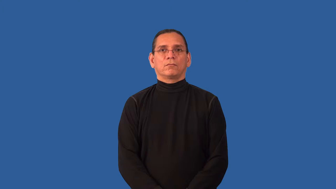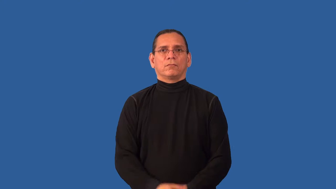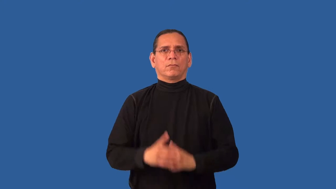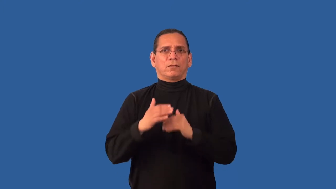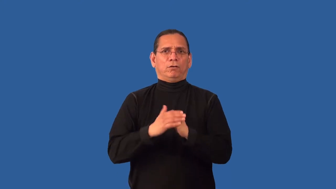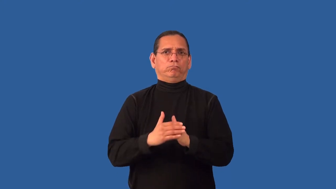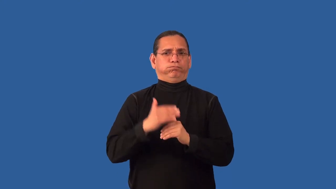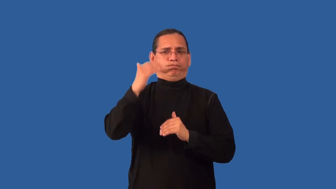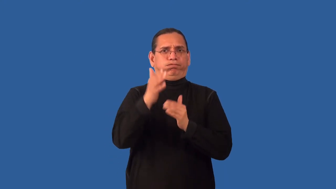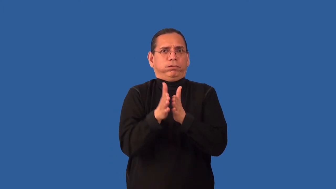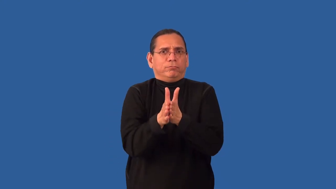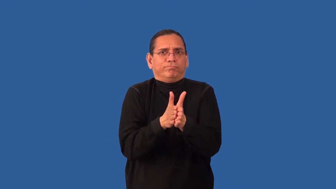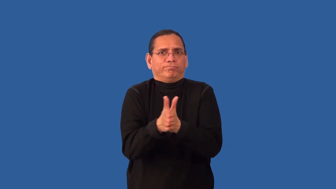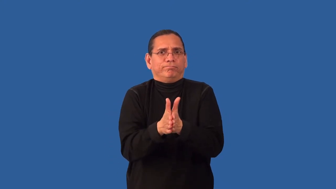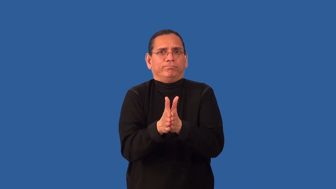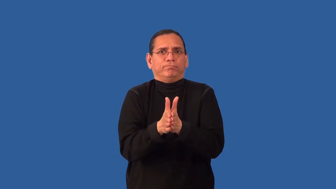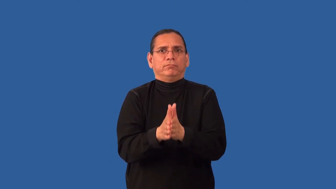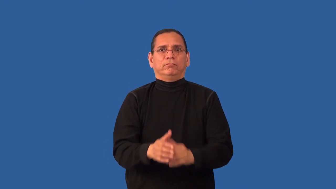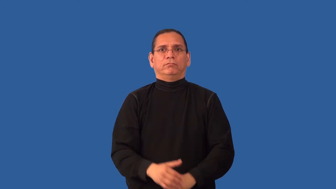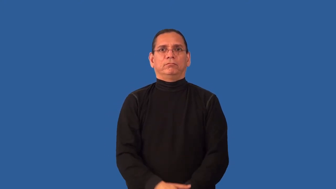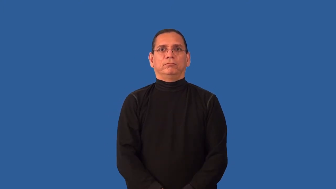overzealous